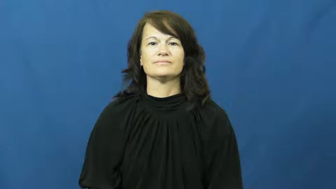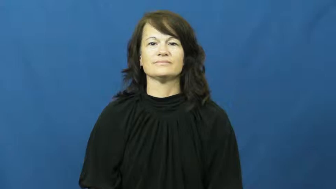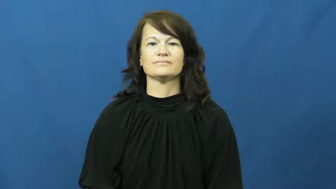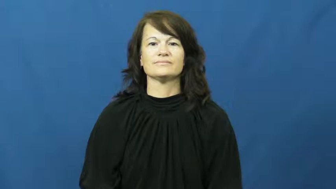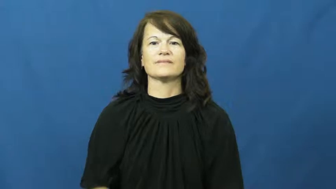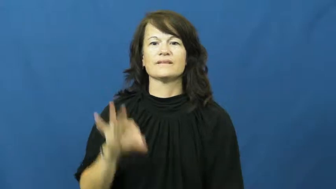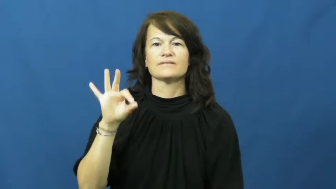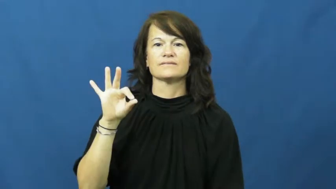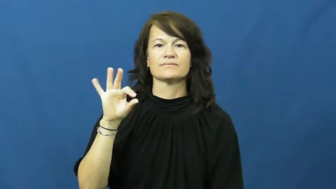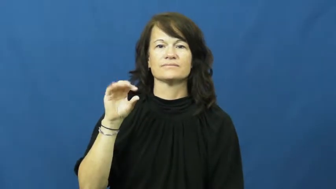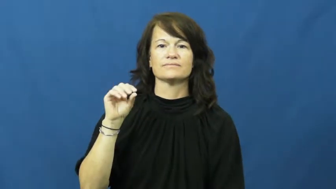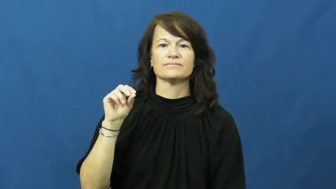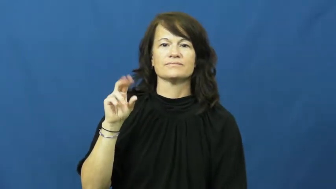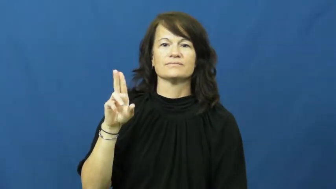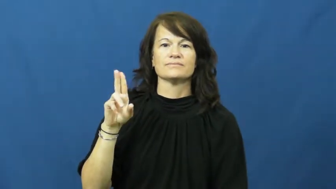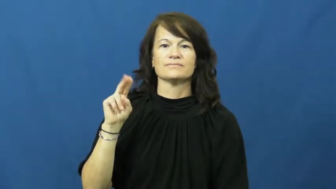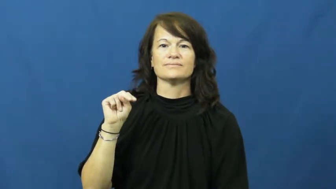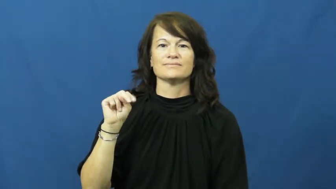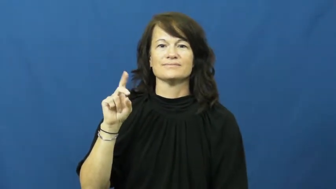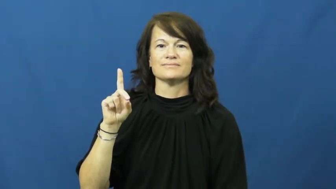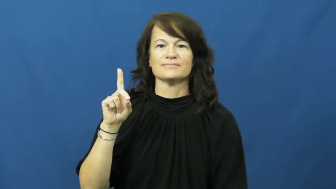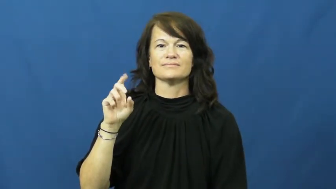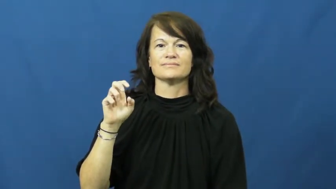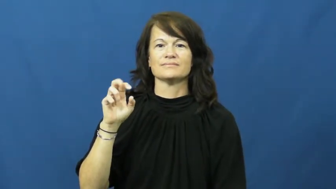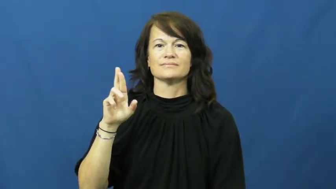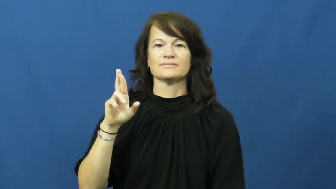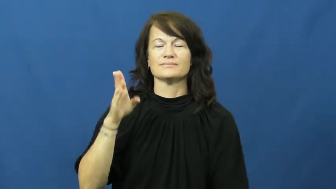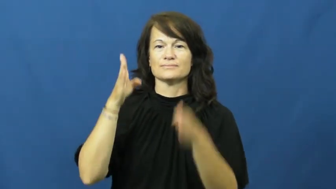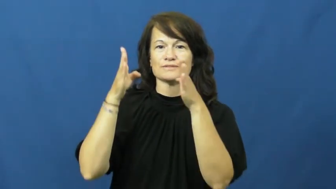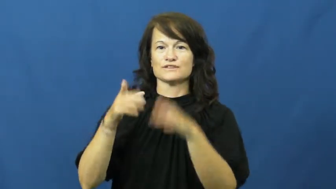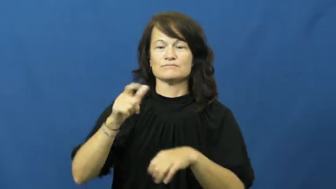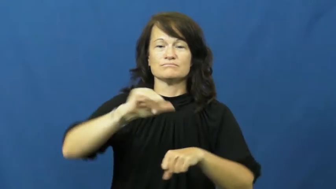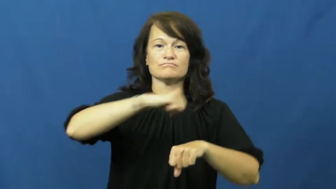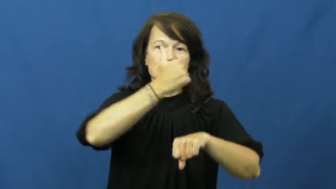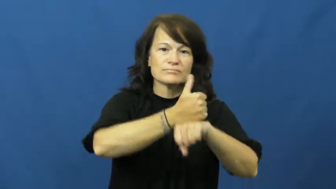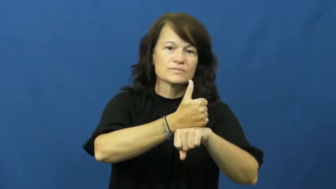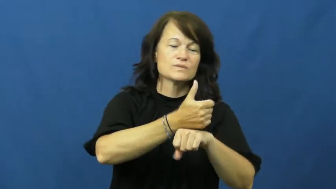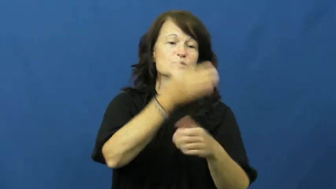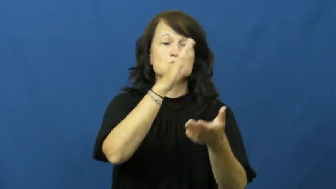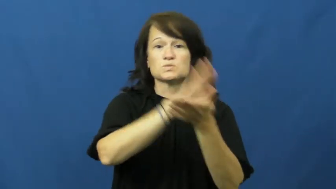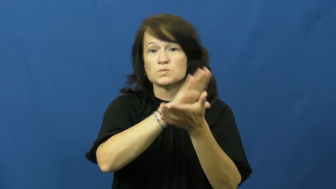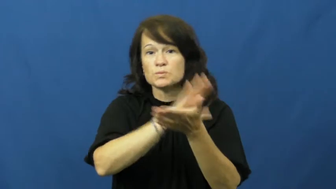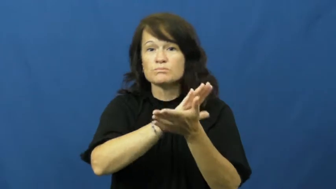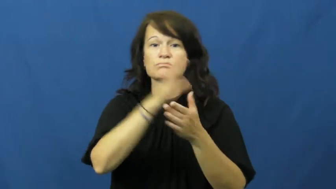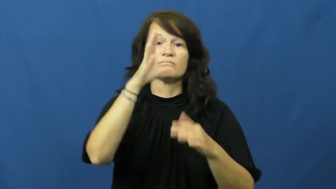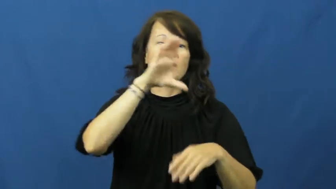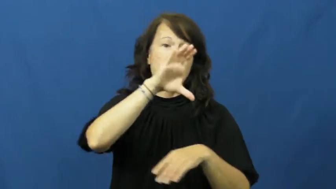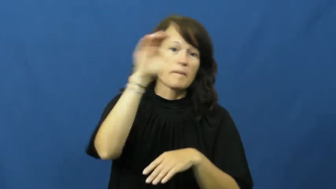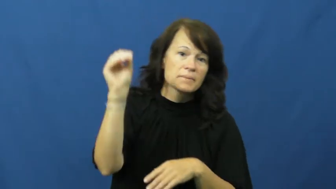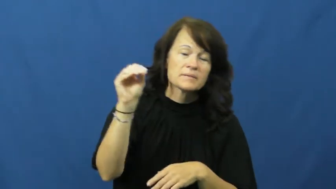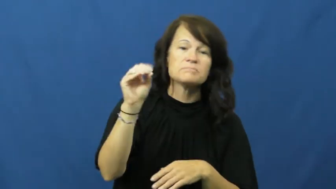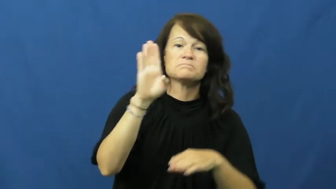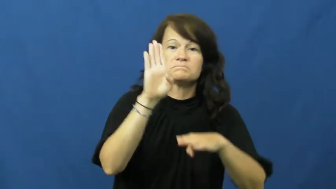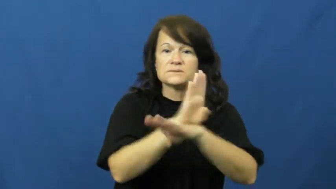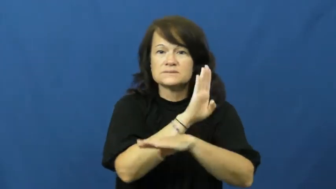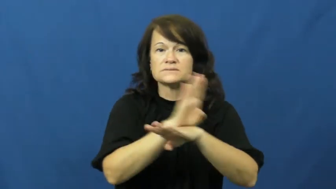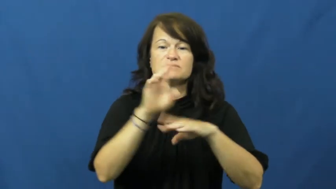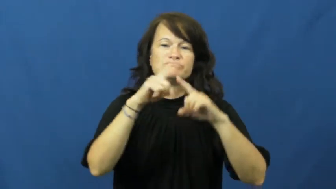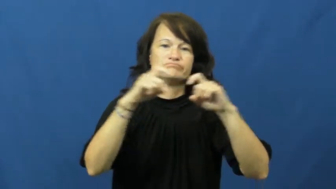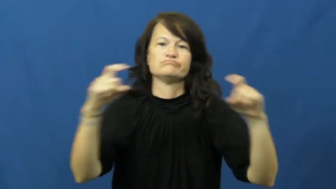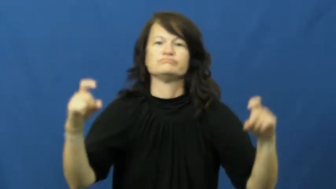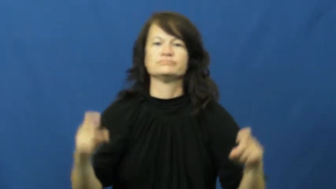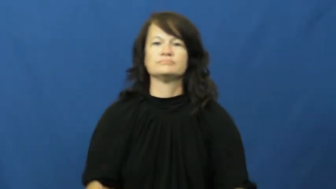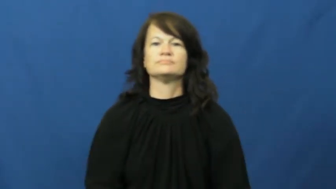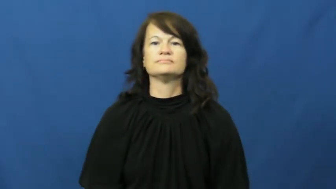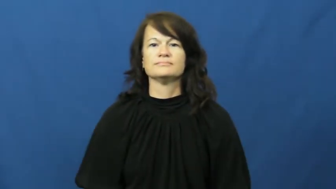founder